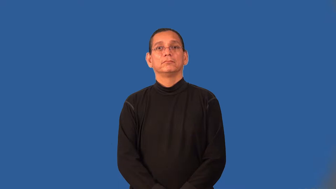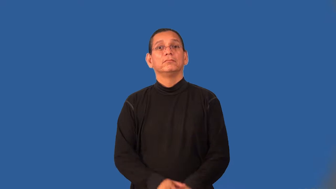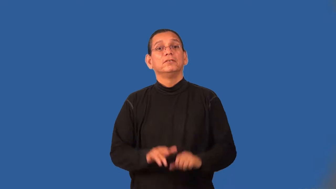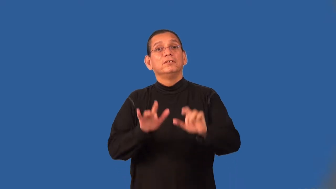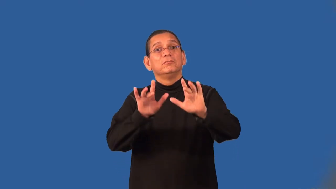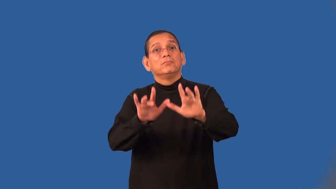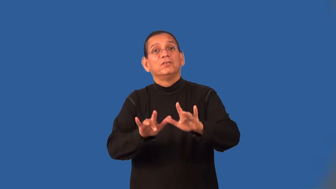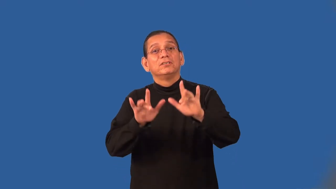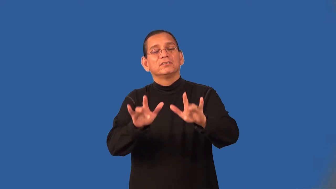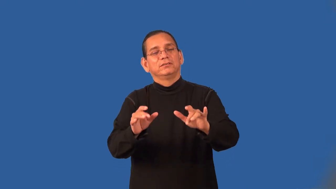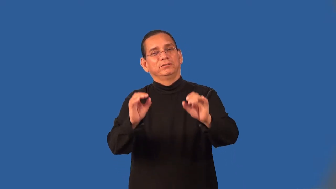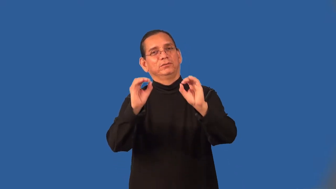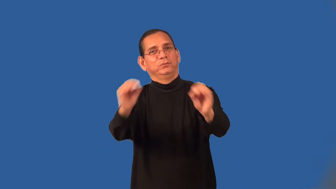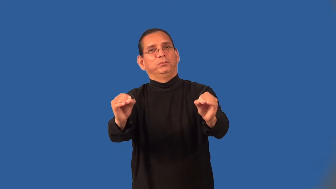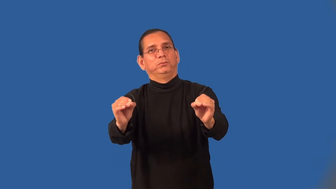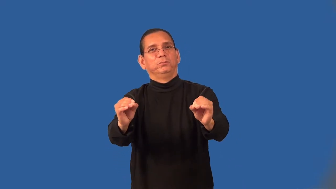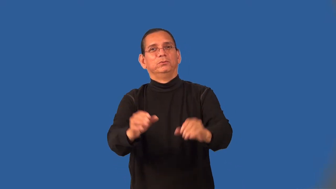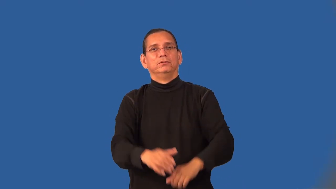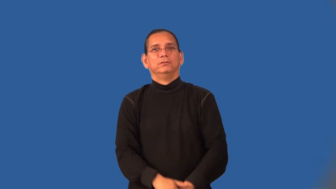unmerciful